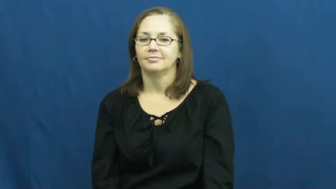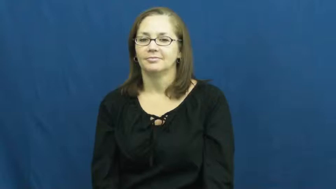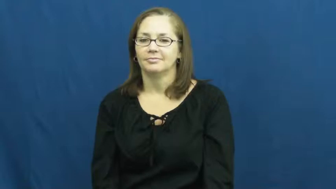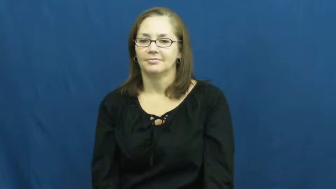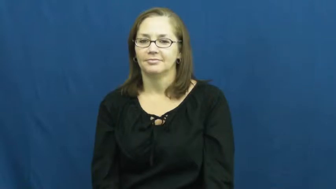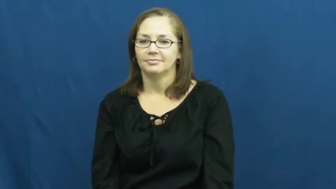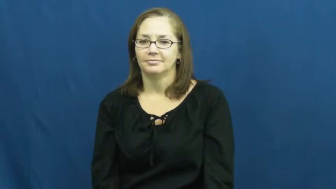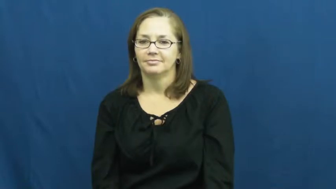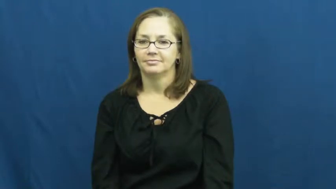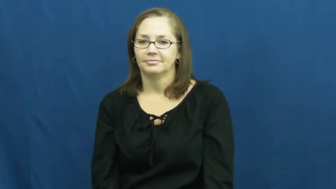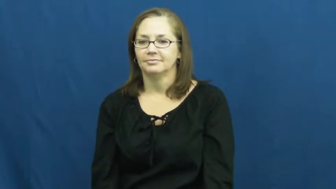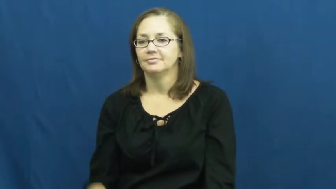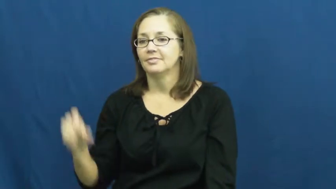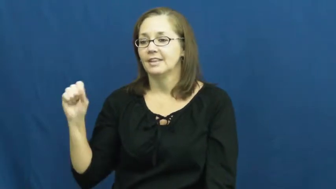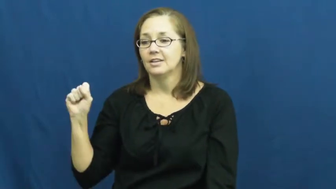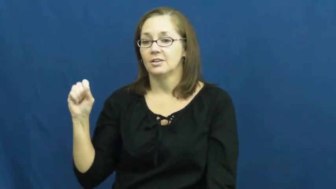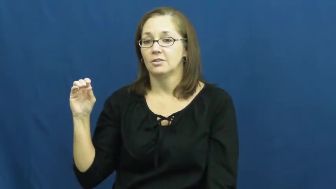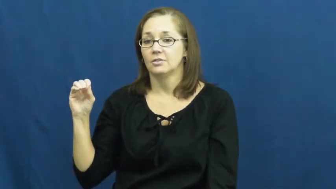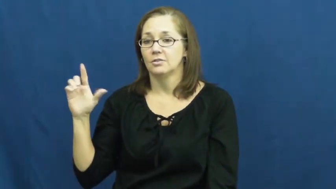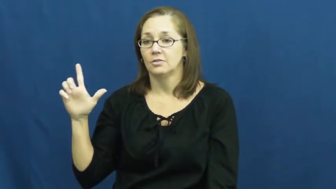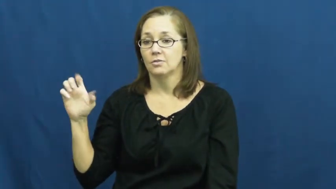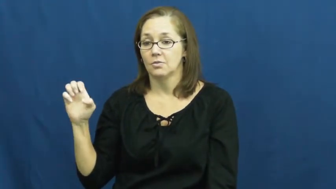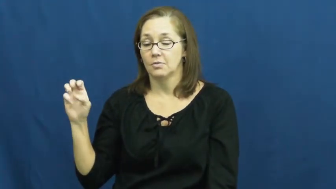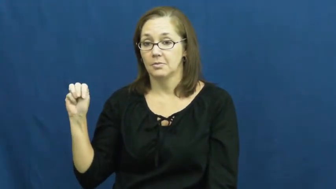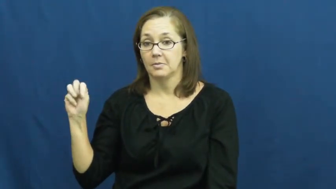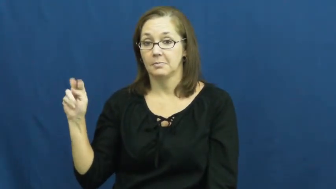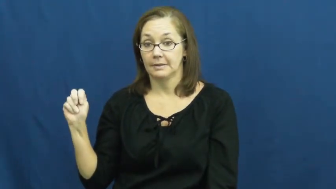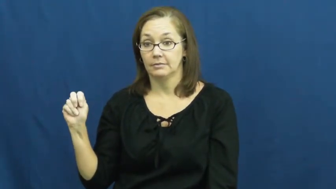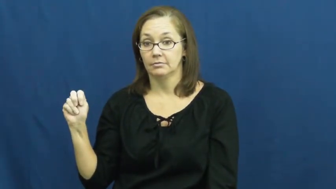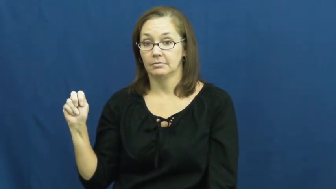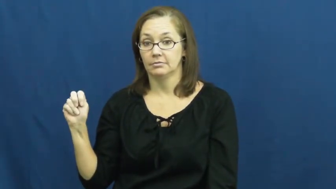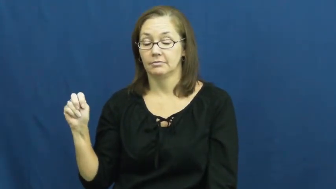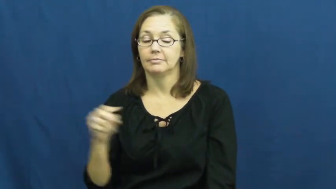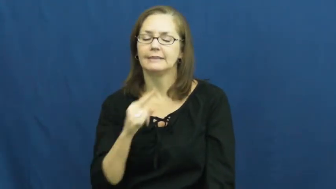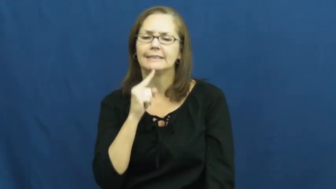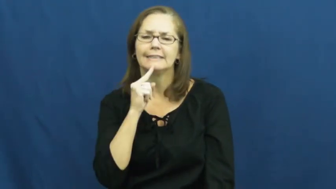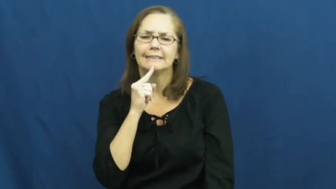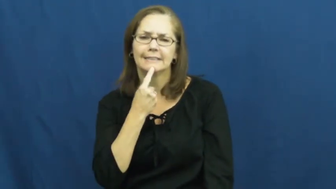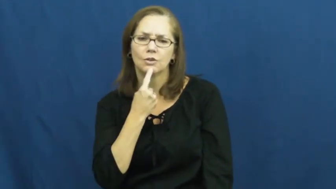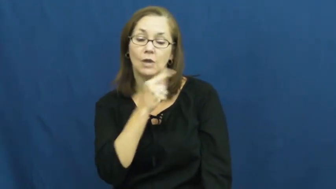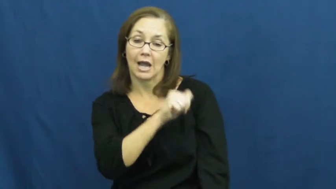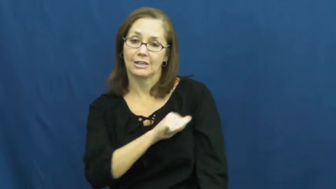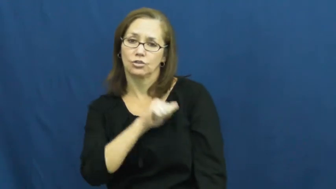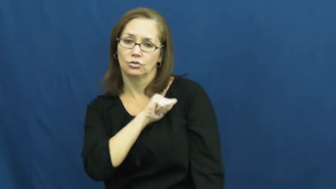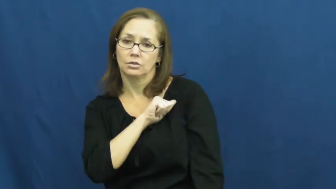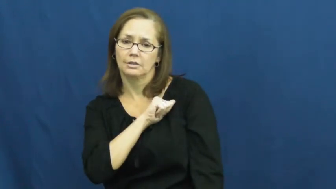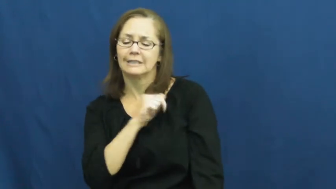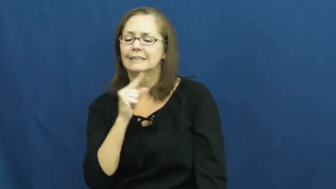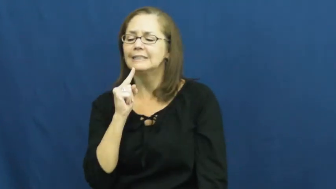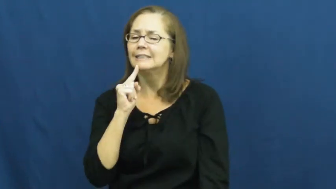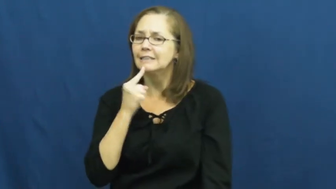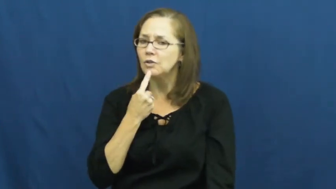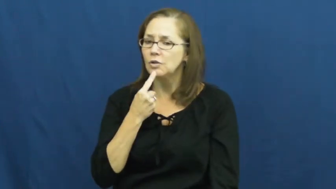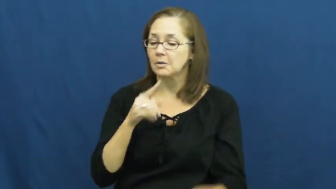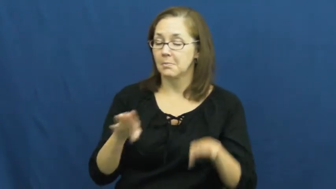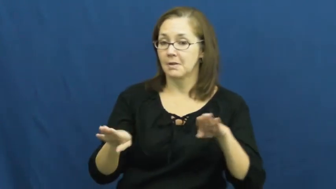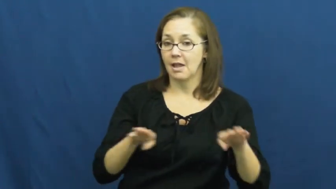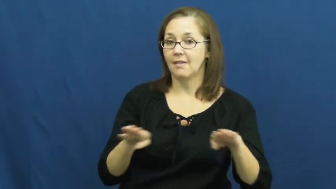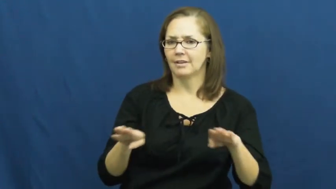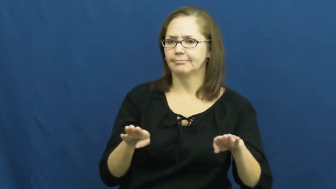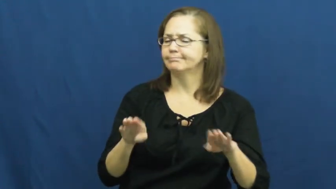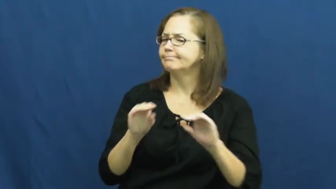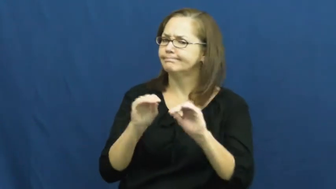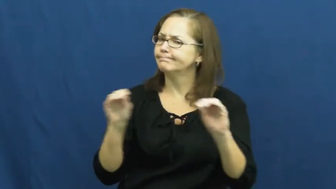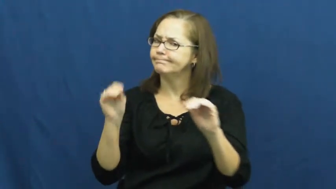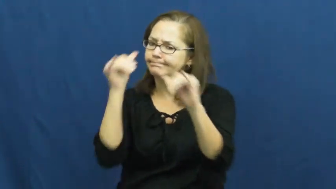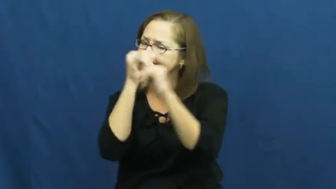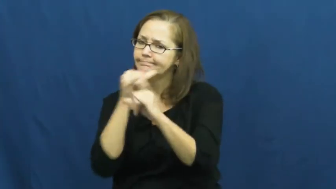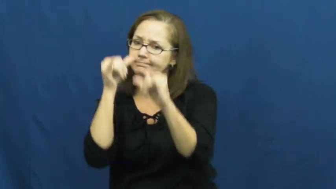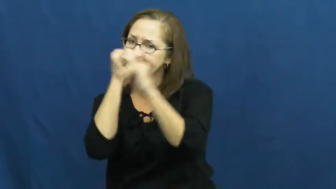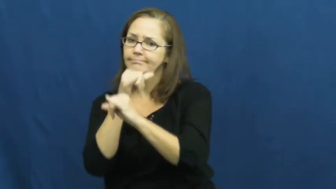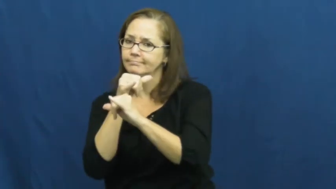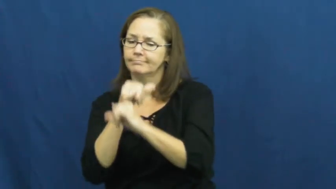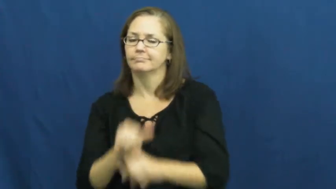solemn